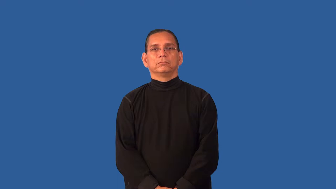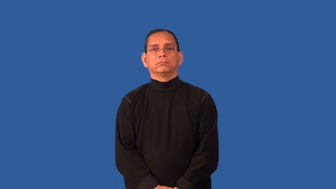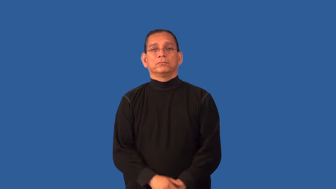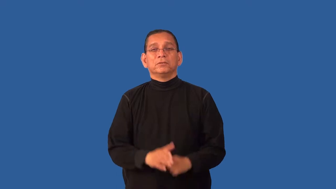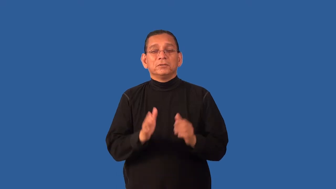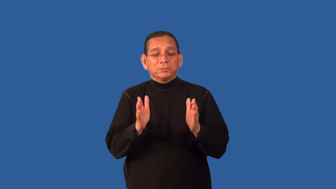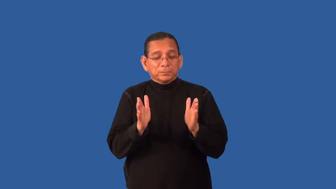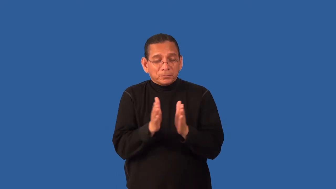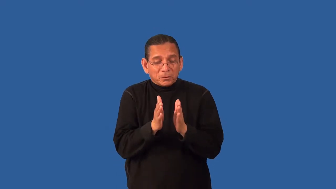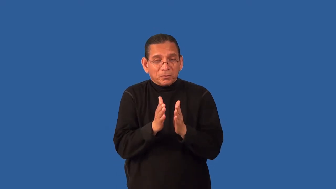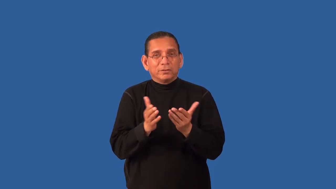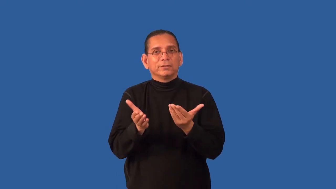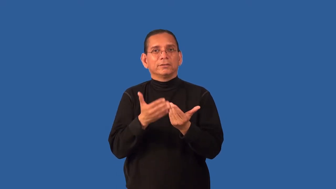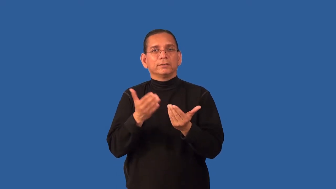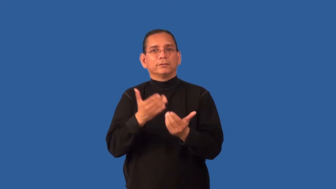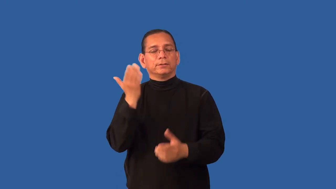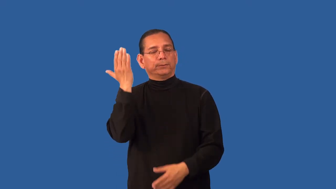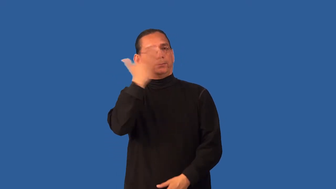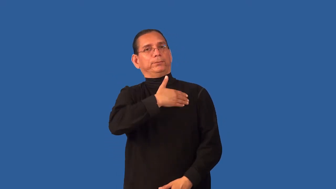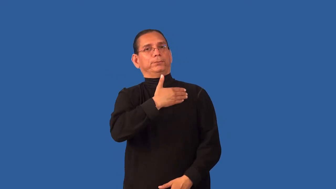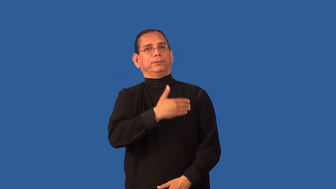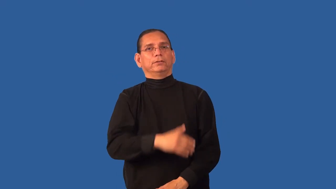discreet-overlook